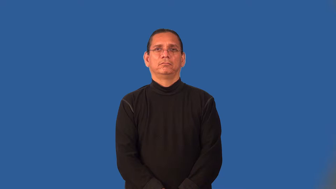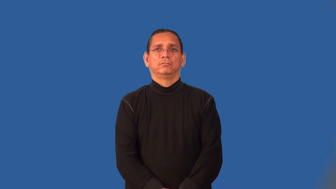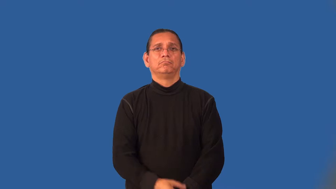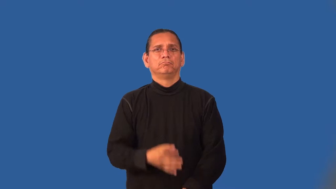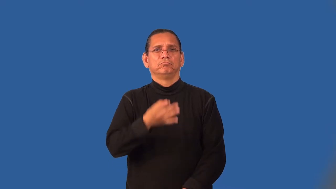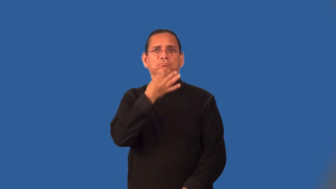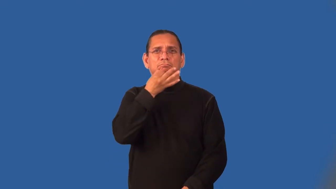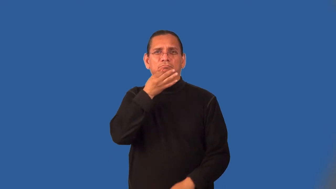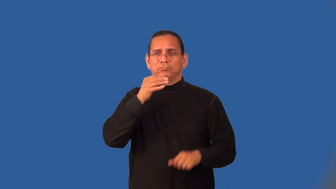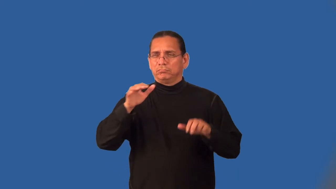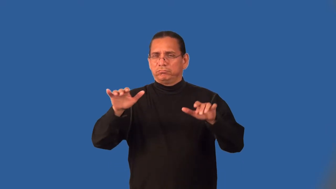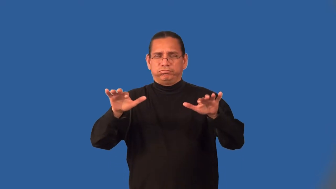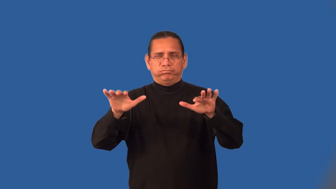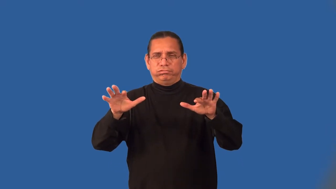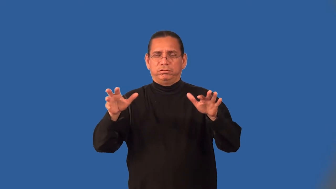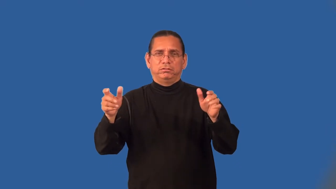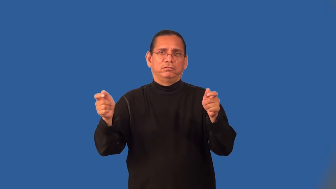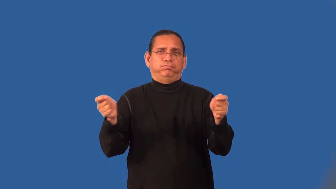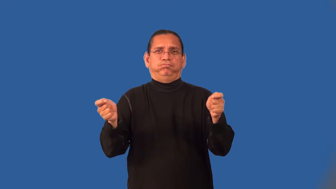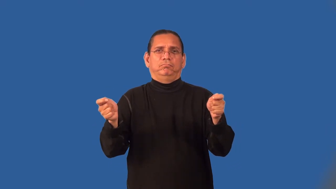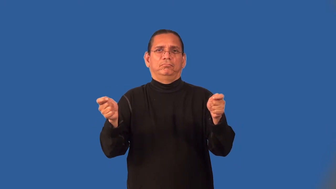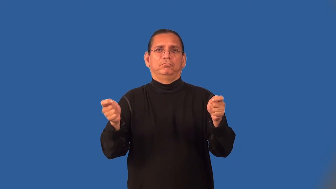masterful